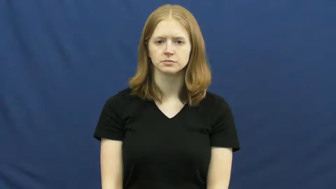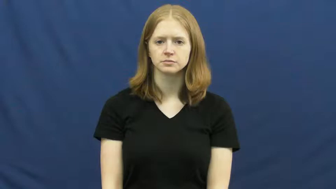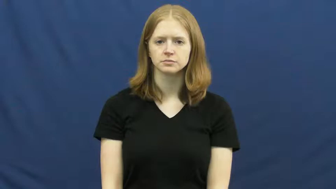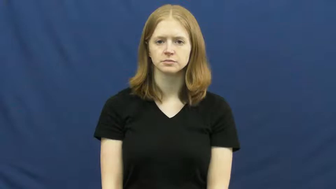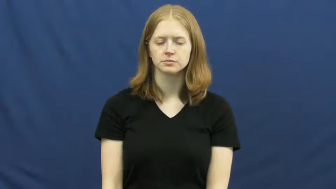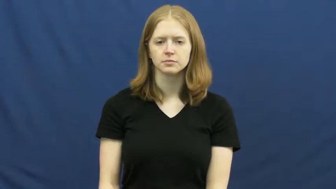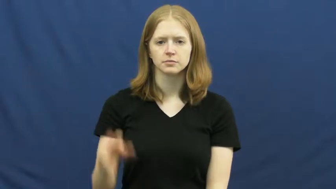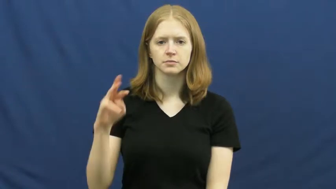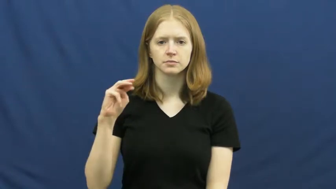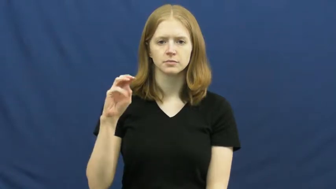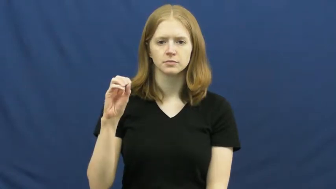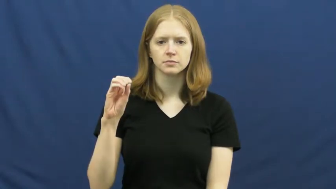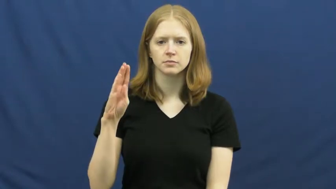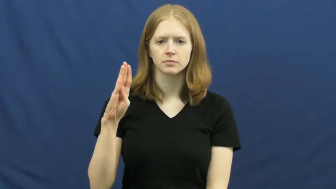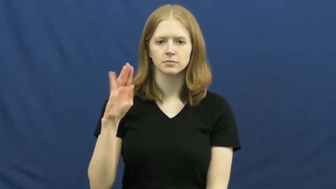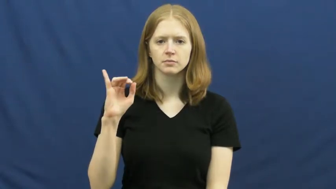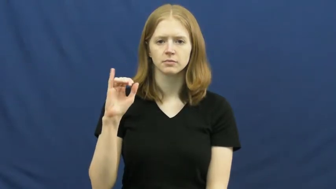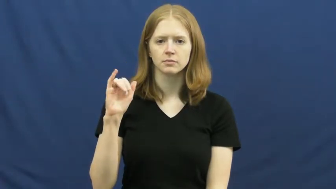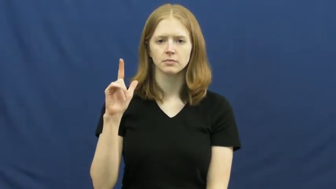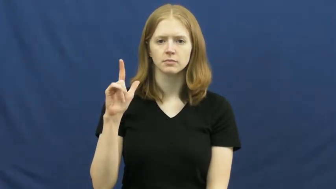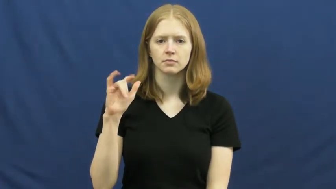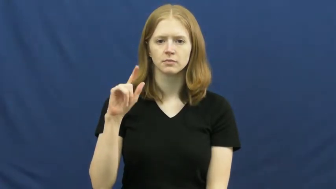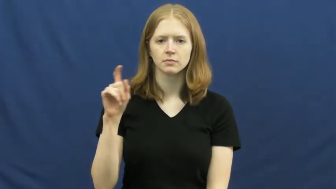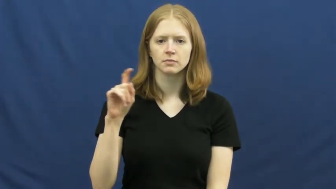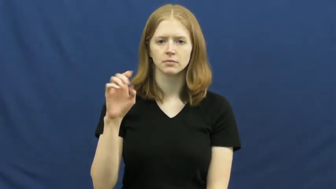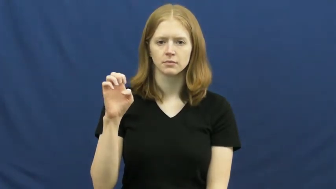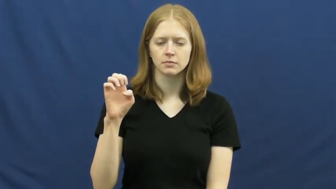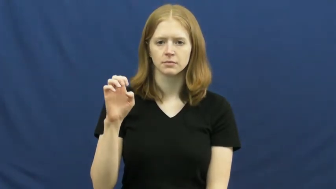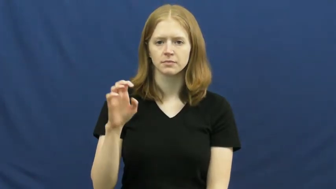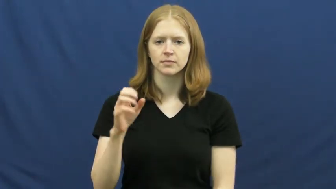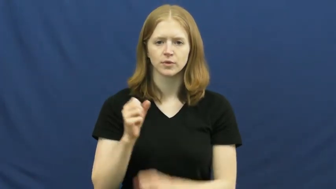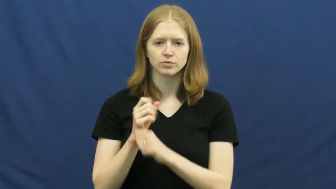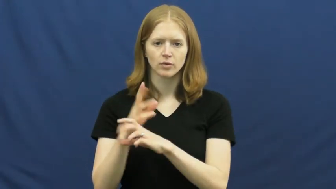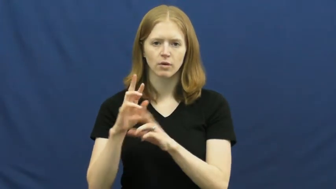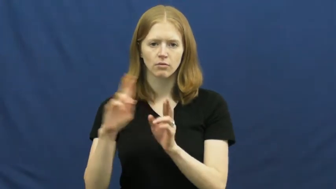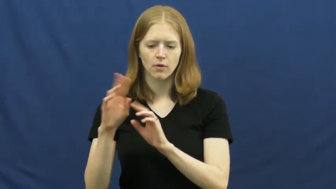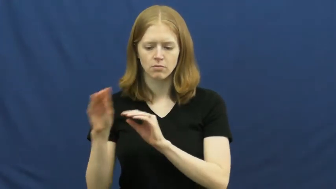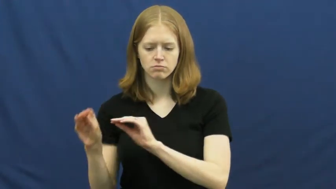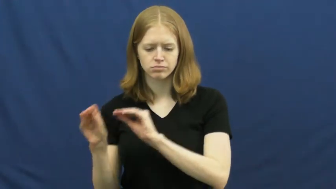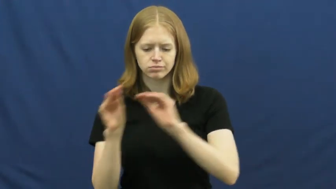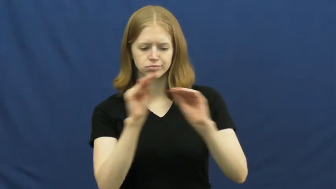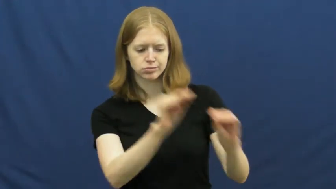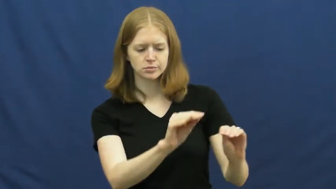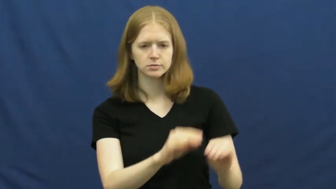mobilize